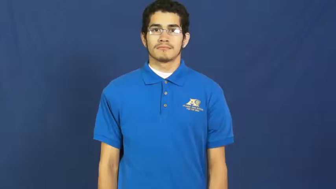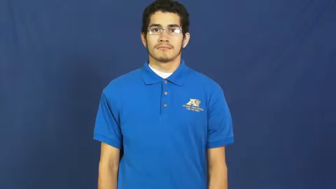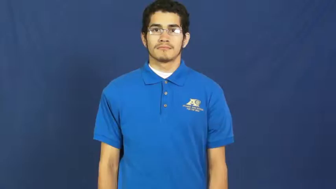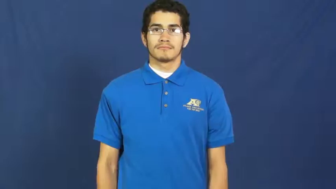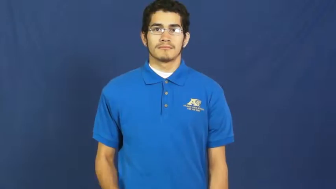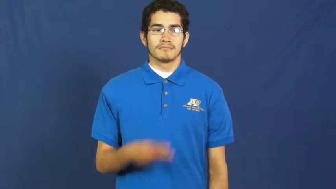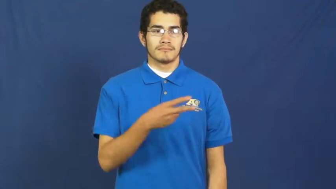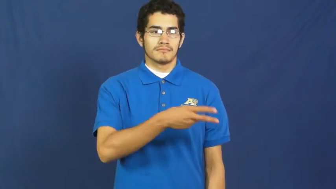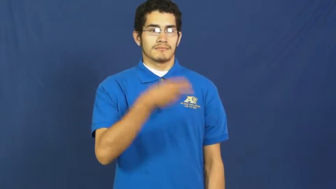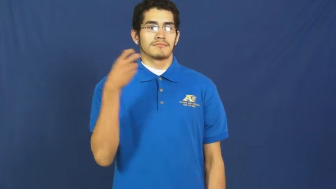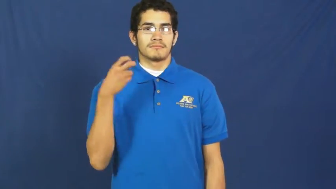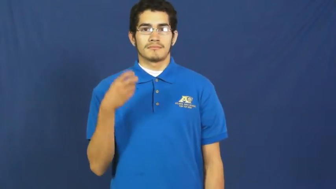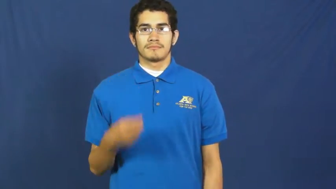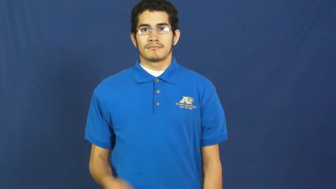spirit away